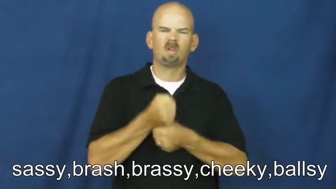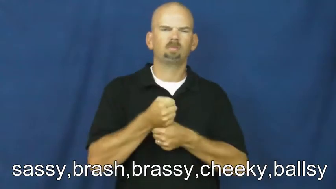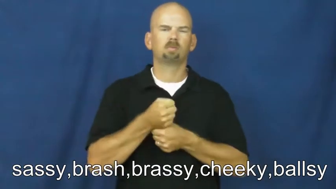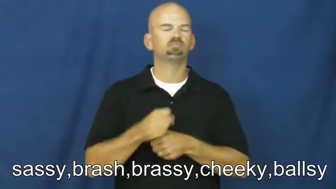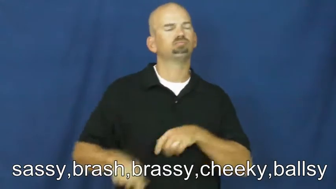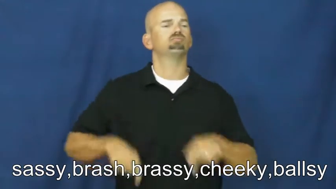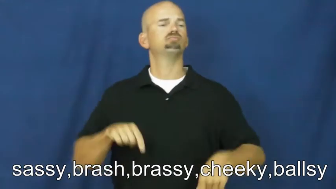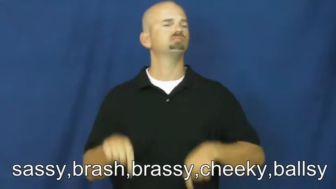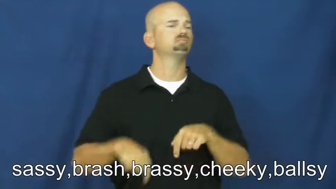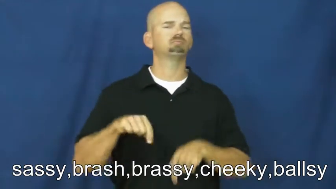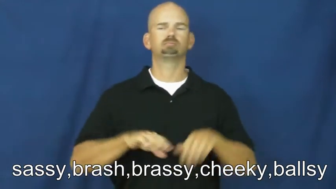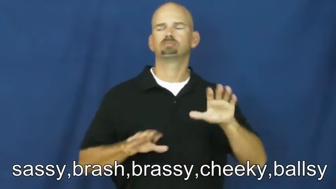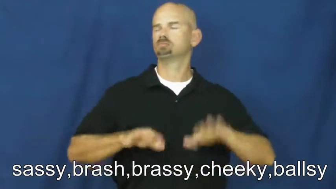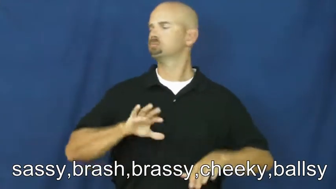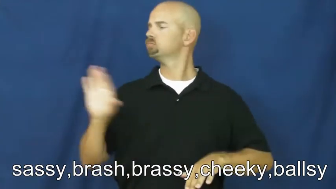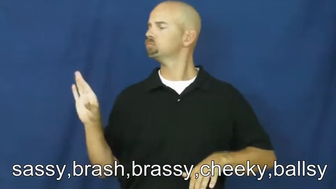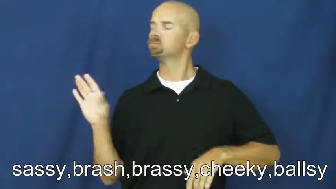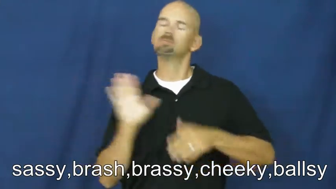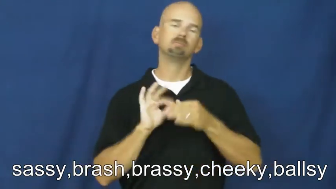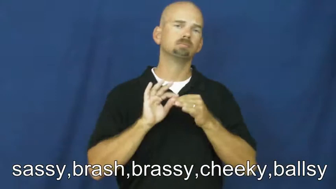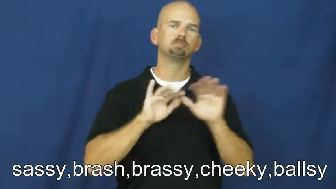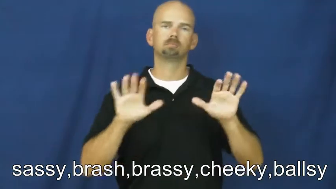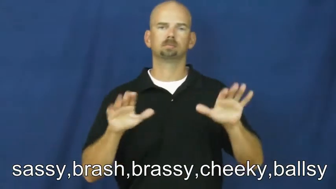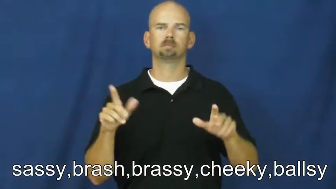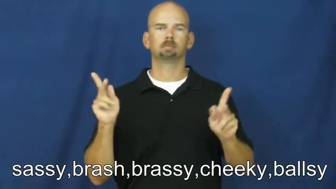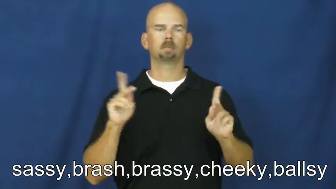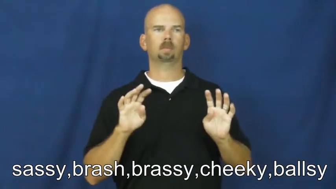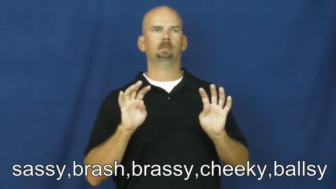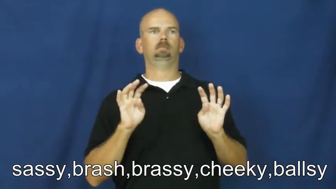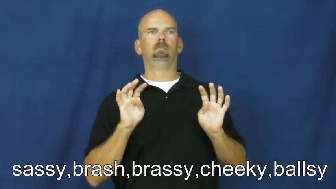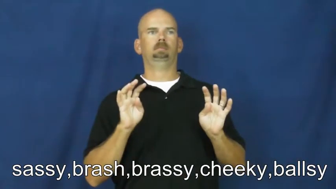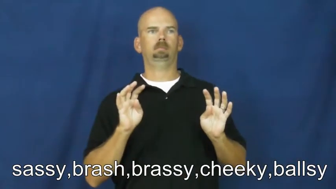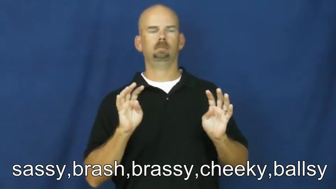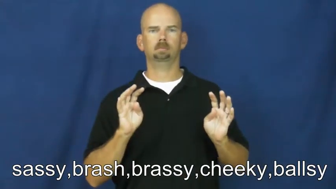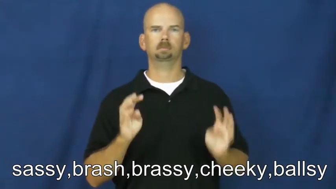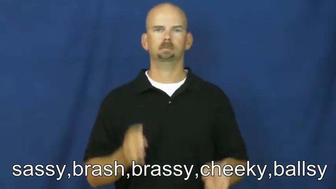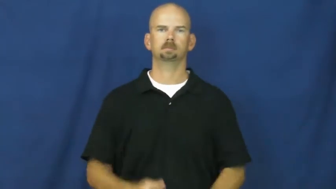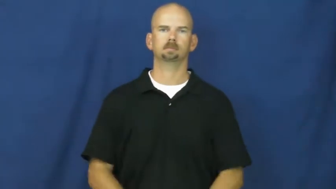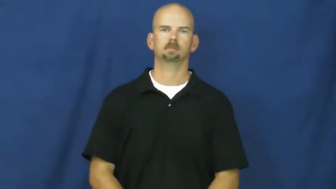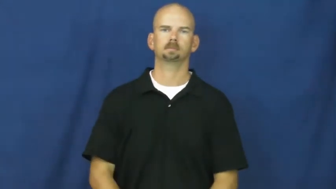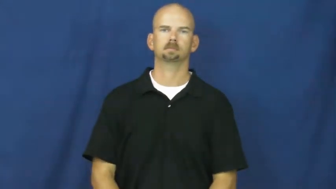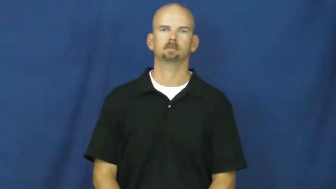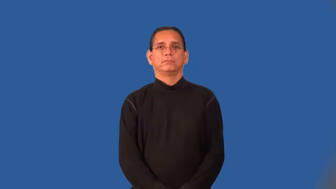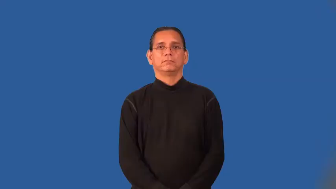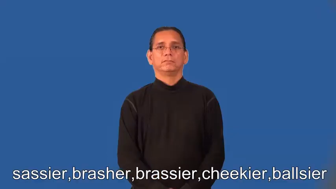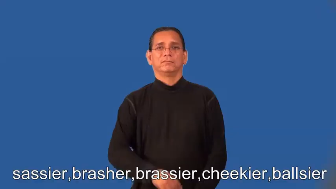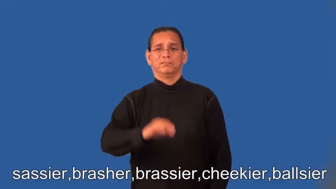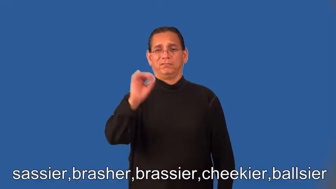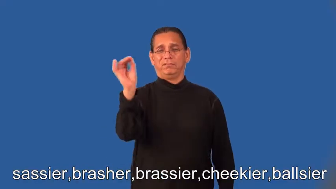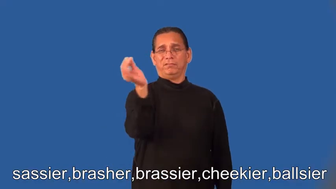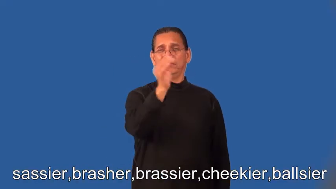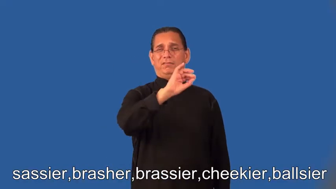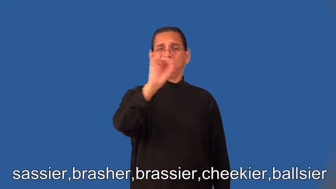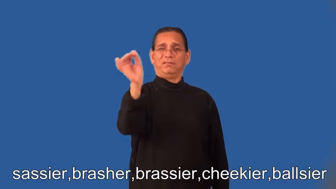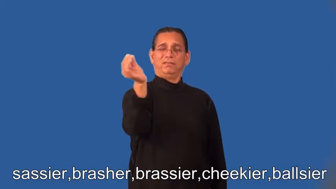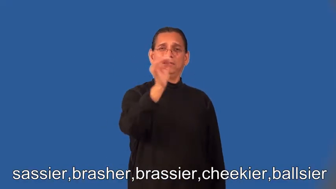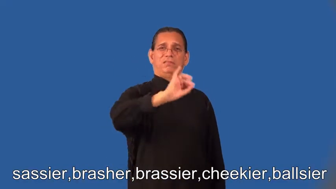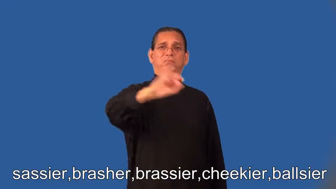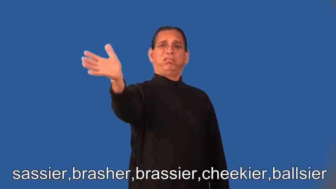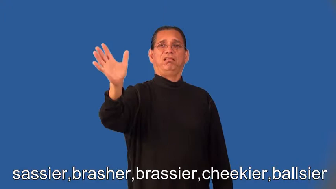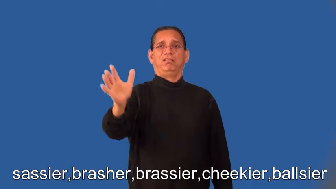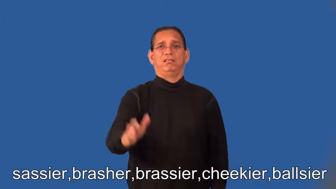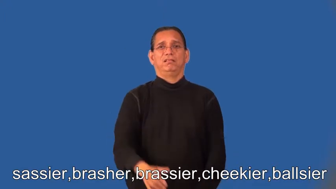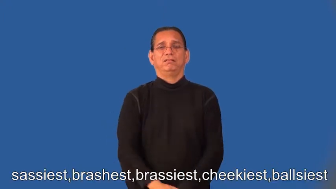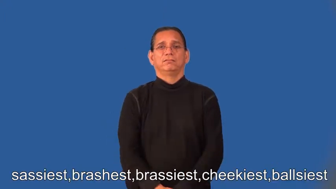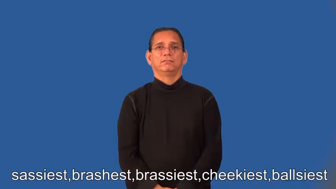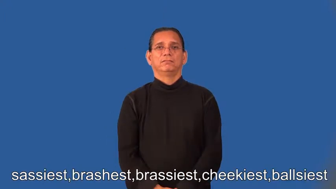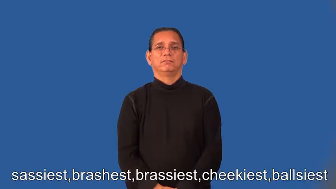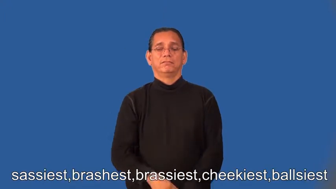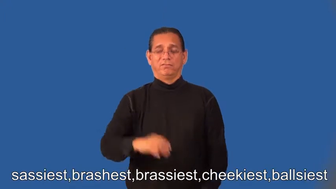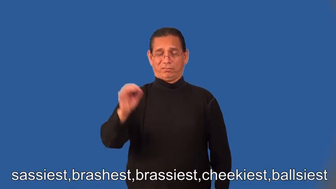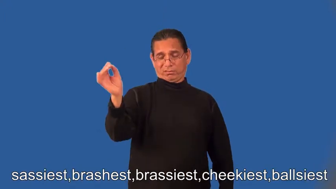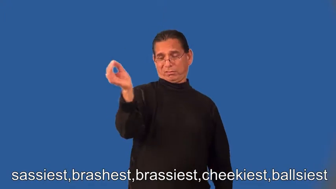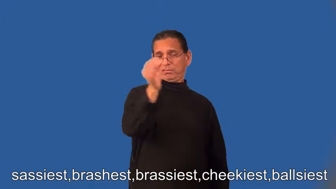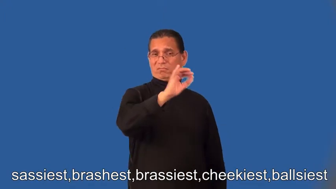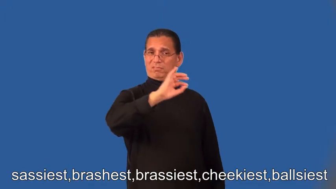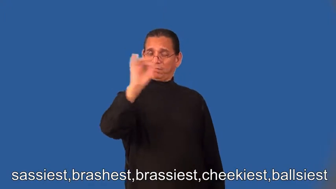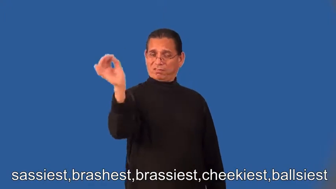sassier,brasher,brassier,cheekier,ballsier,sassiest,brashest,brassiest,cheekiest,ballsiest